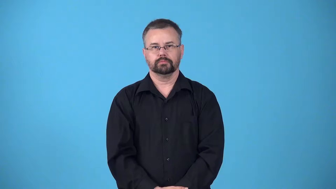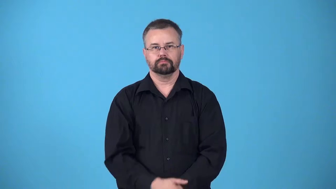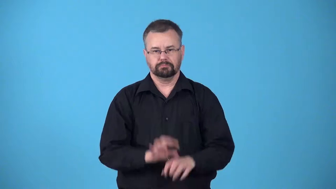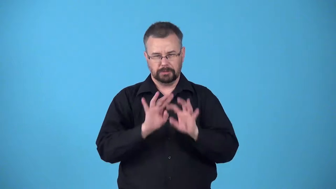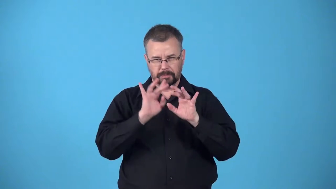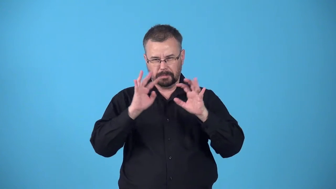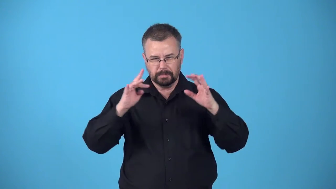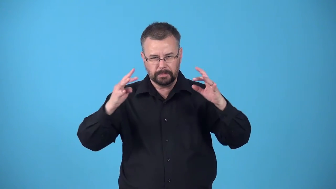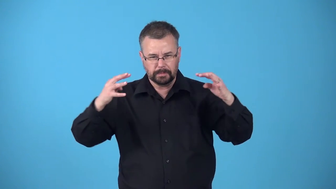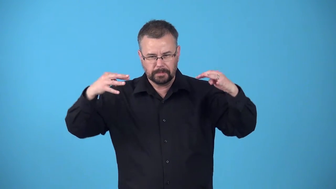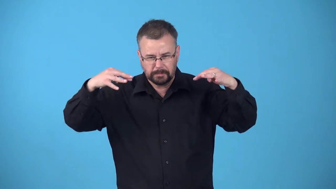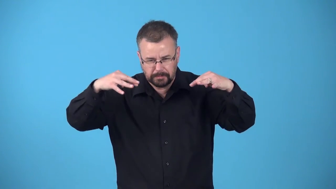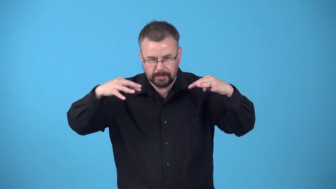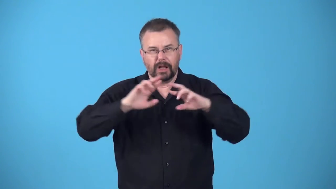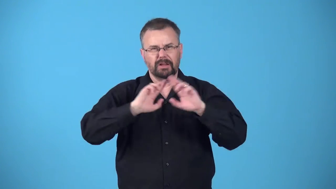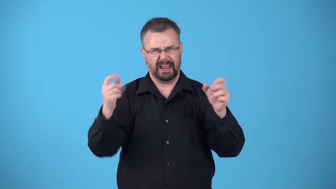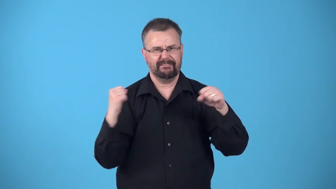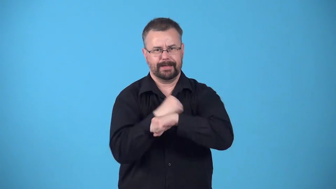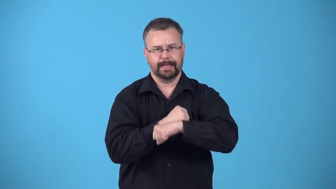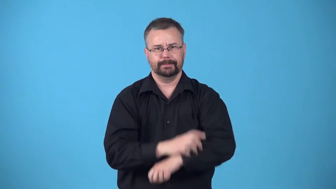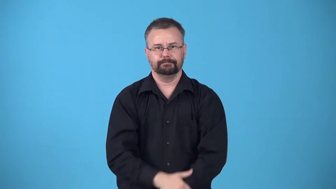besiege-surround and threaten